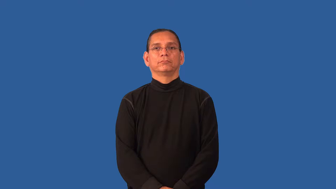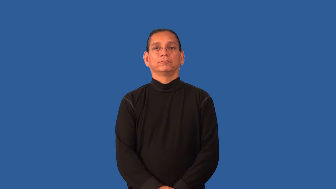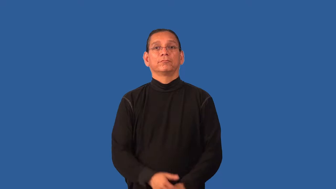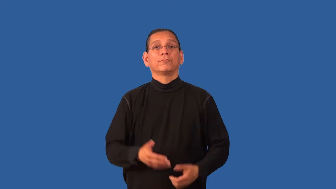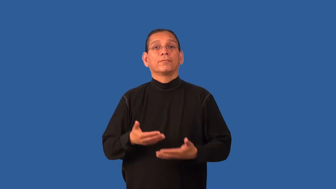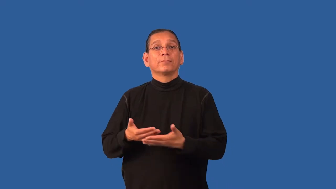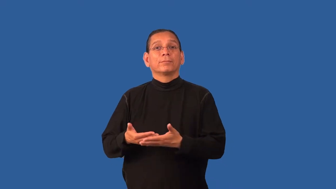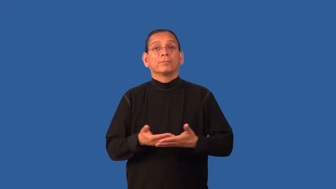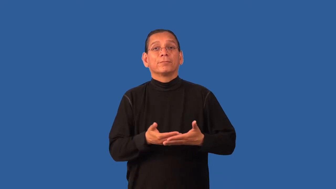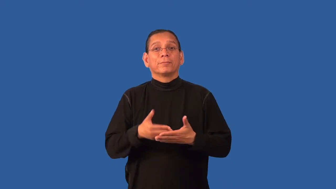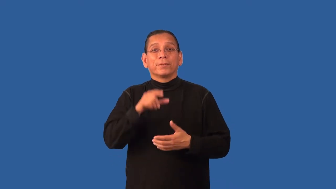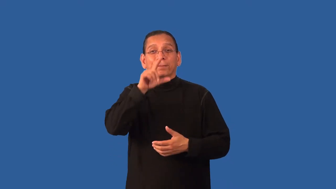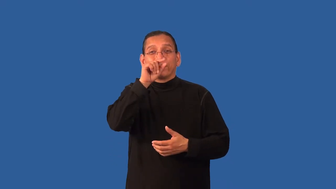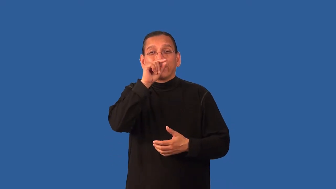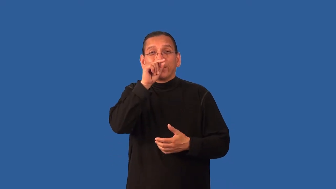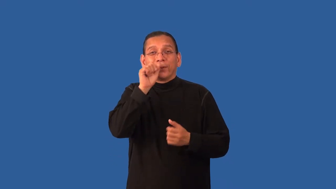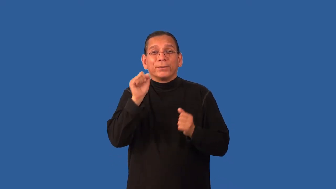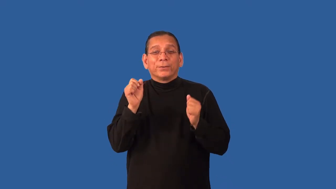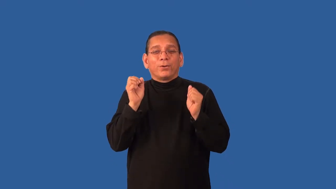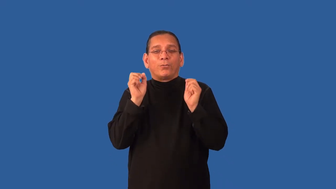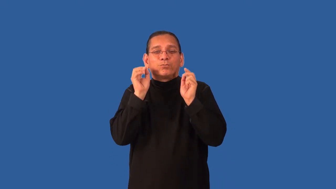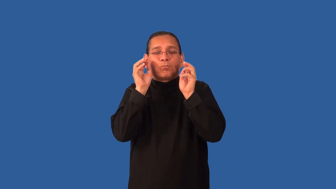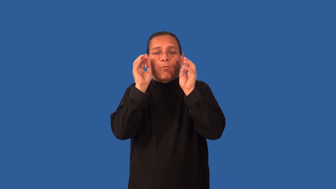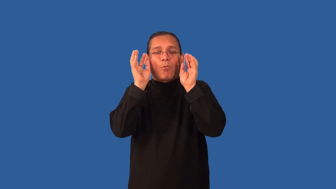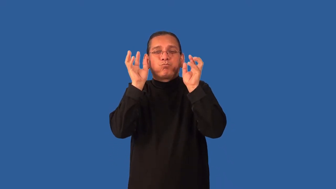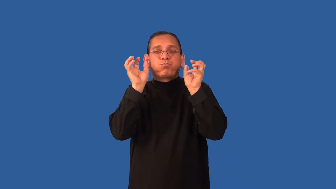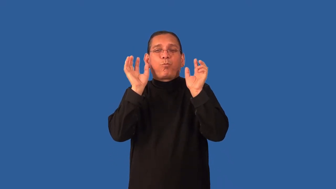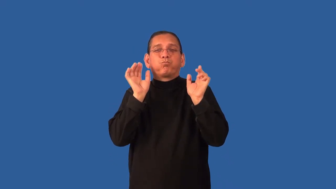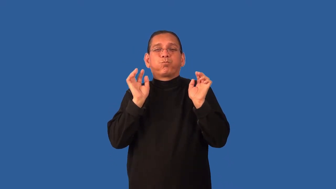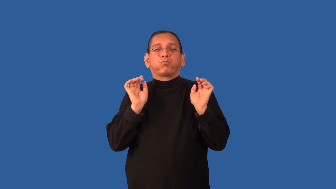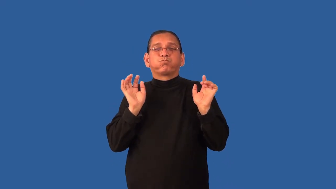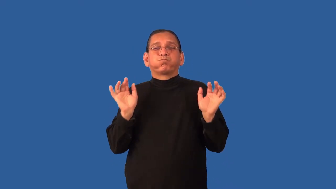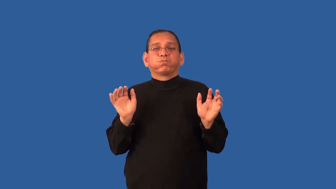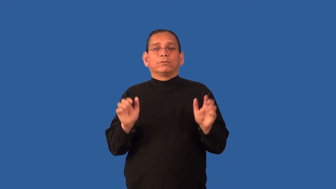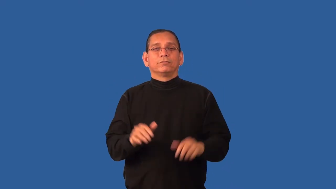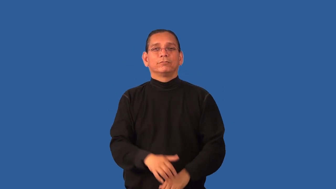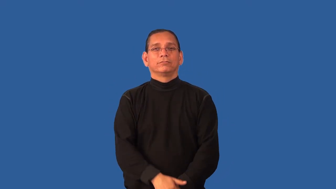down,flossy-feathers